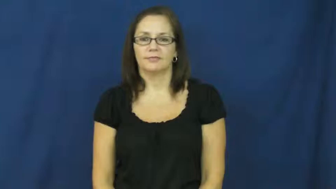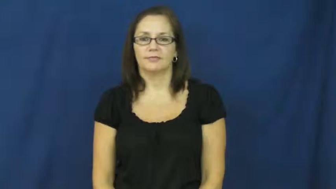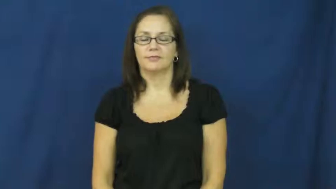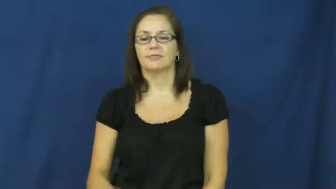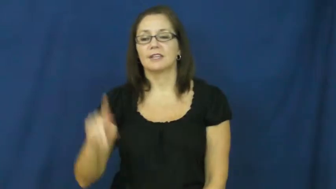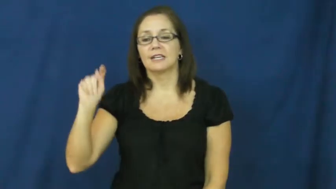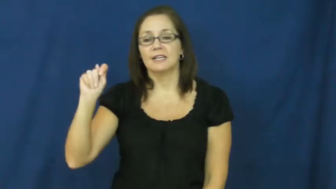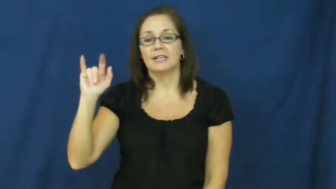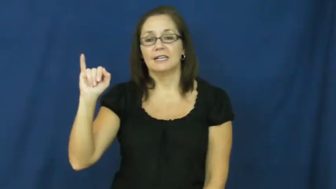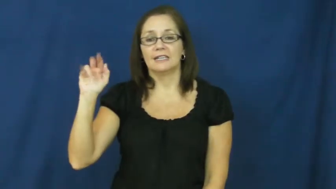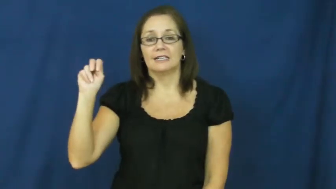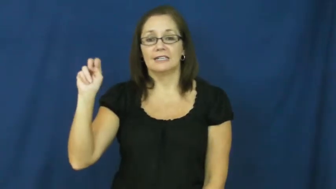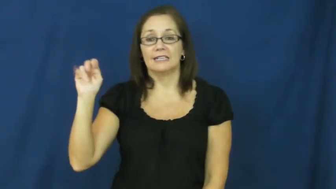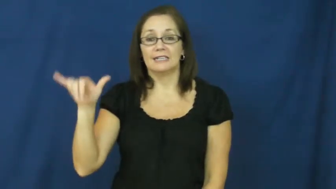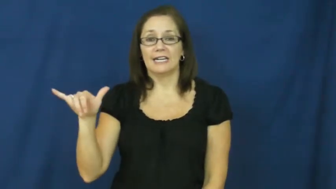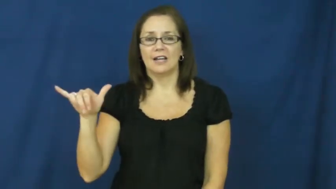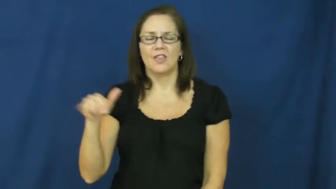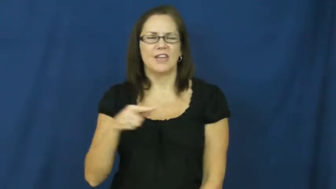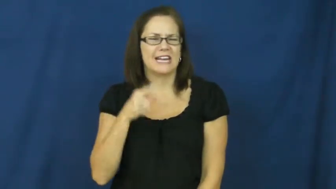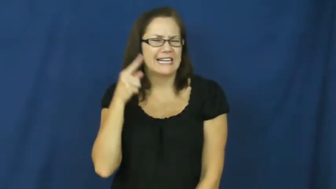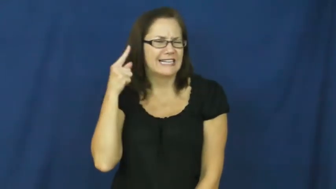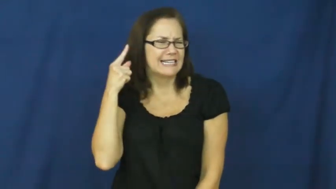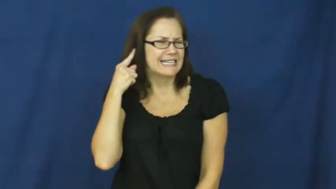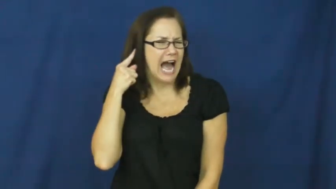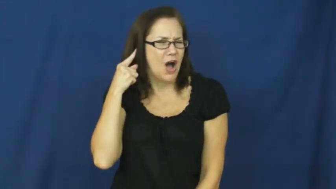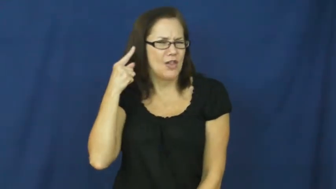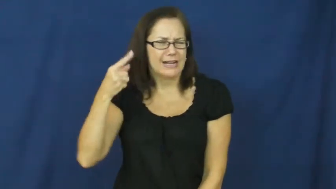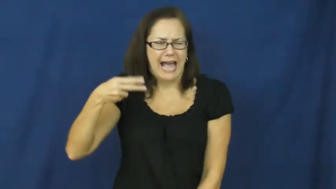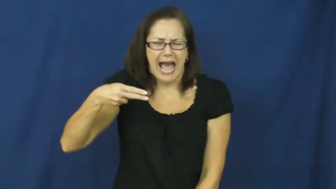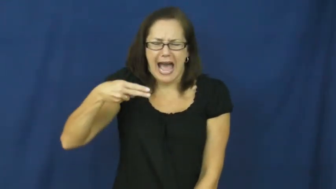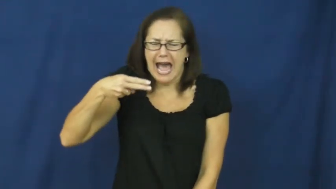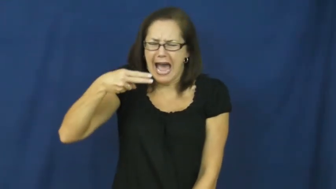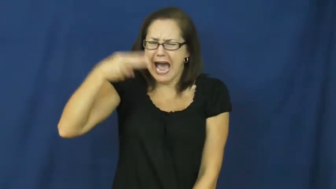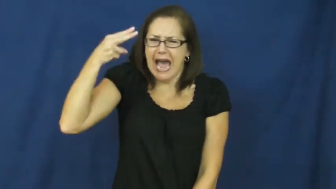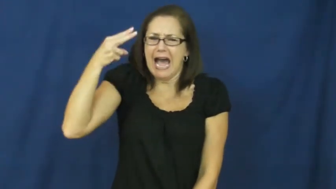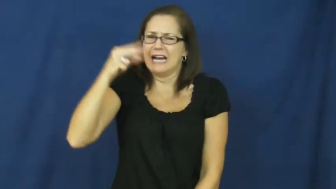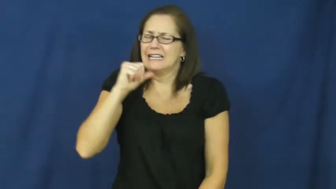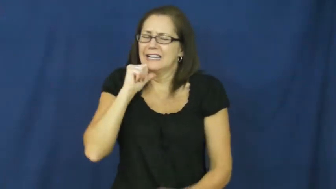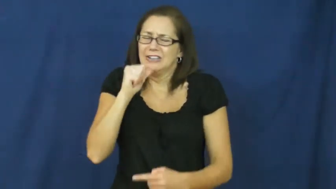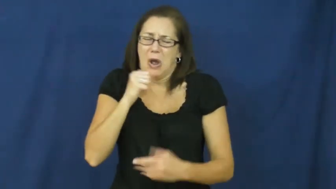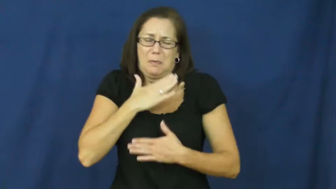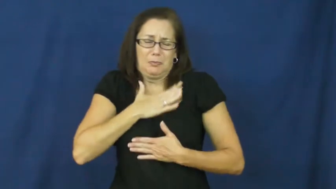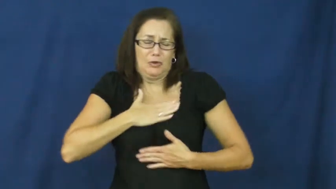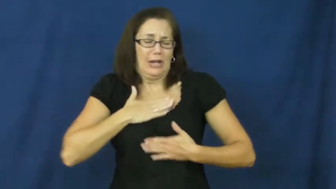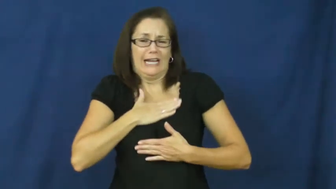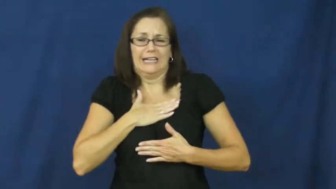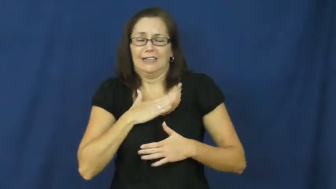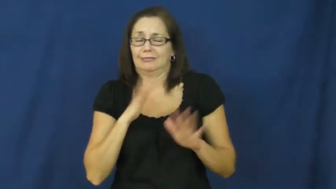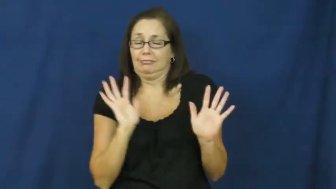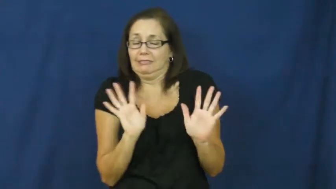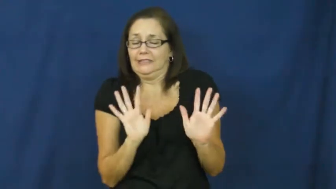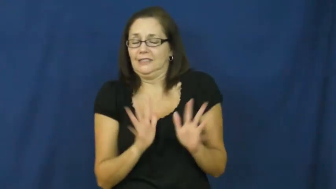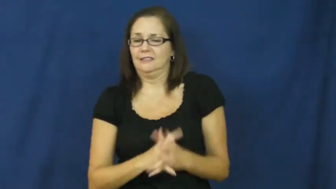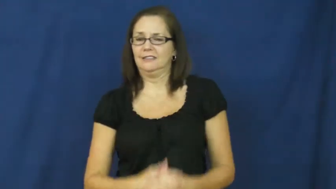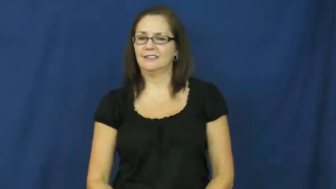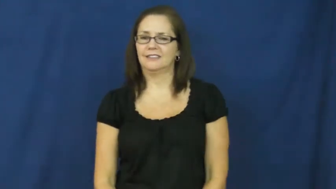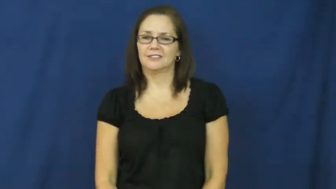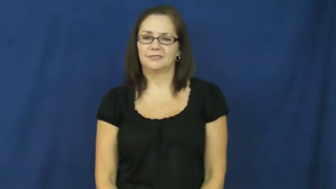tinny-sound